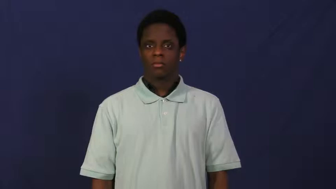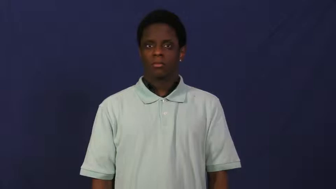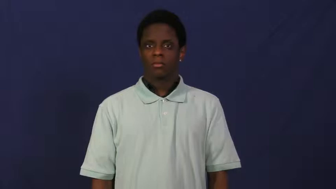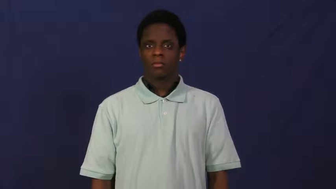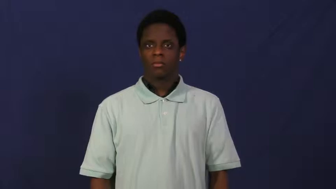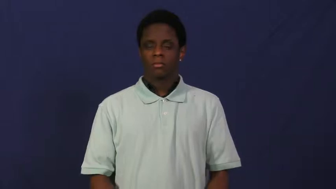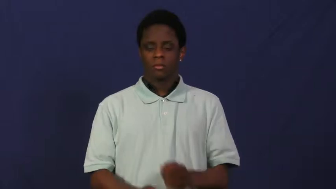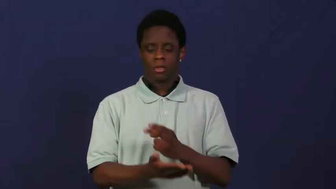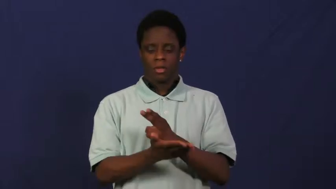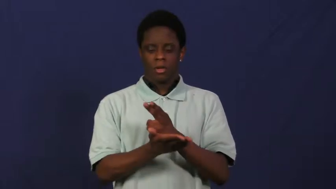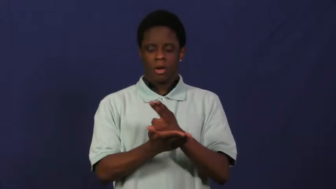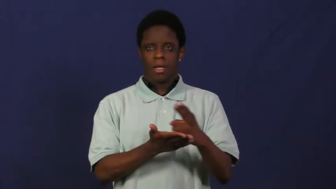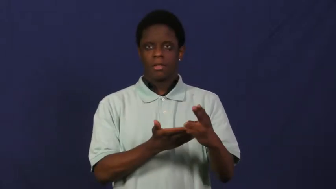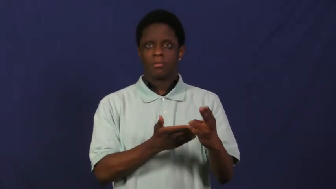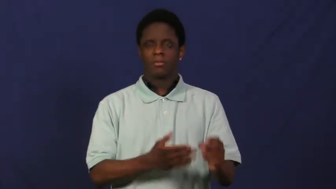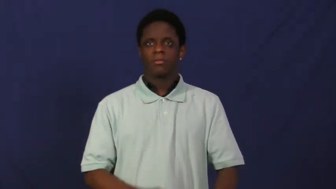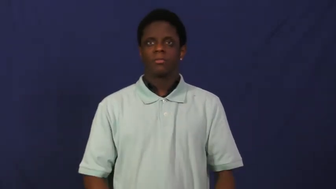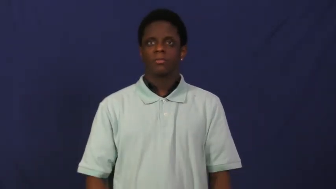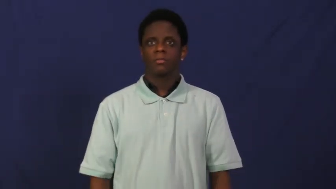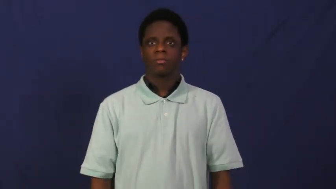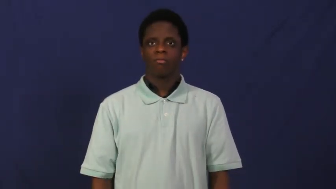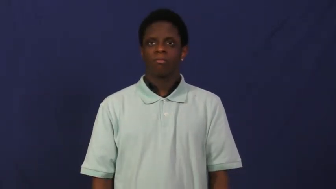holy,hallowed